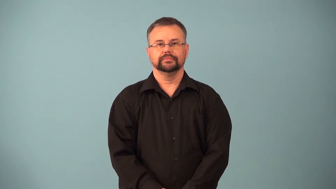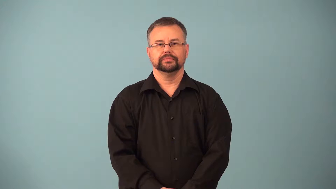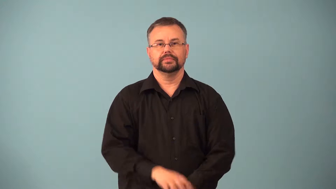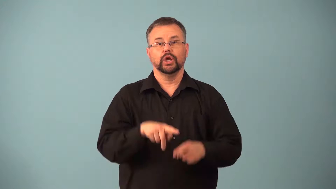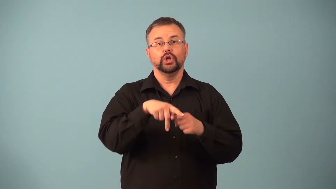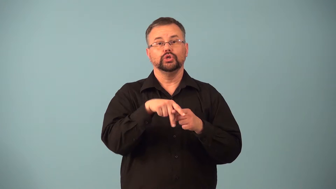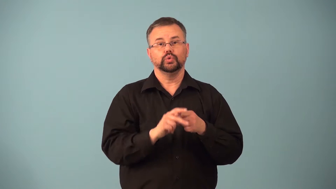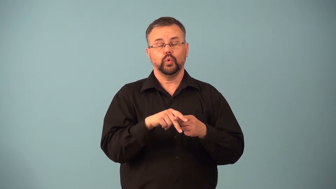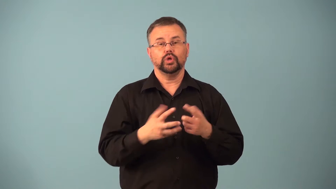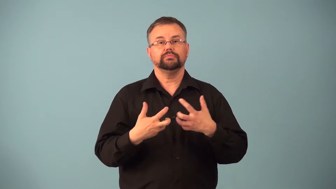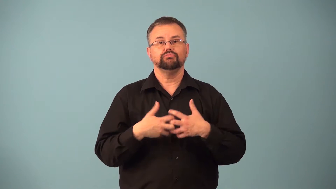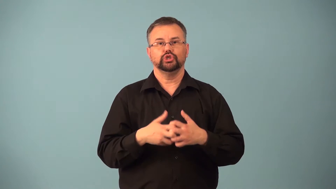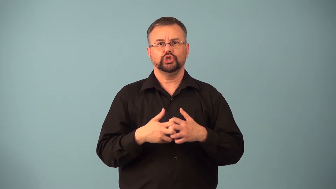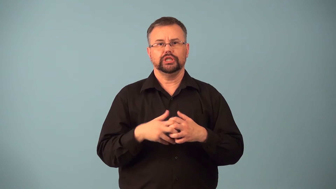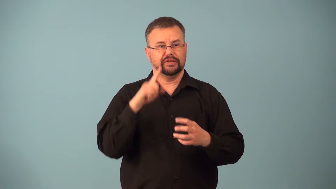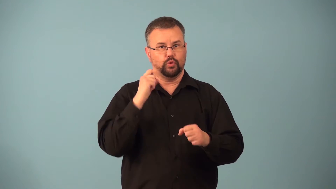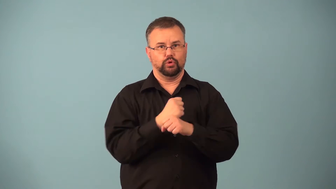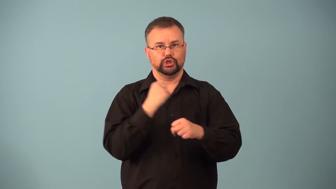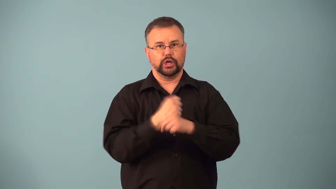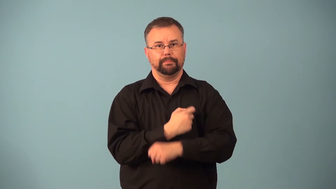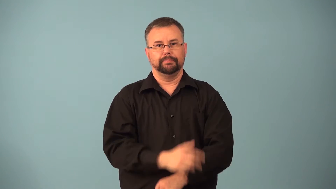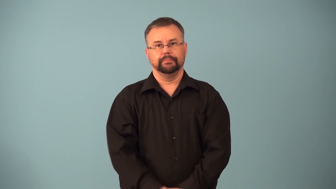hardware